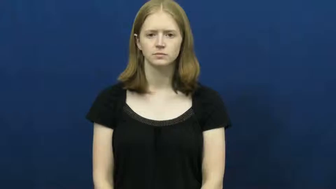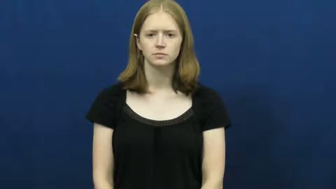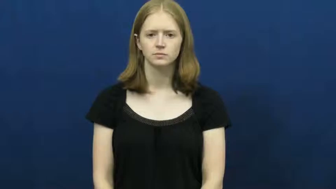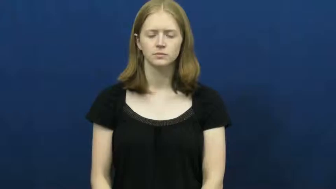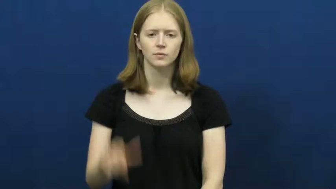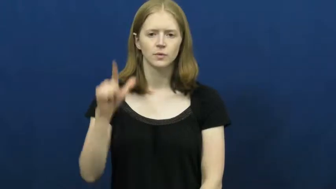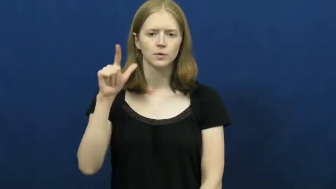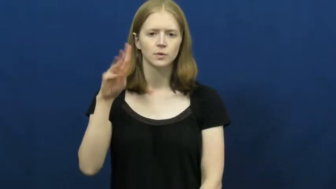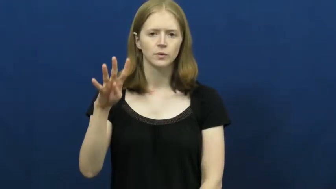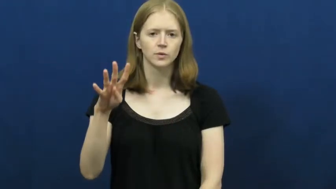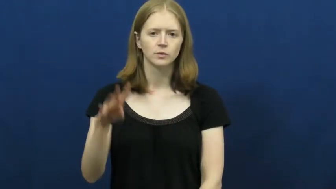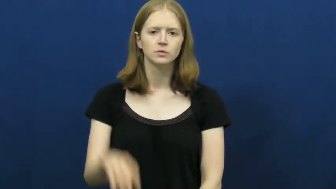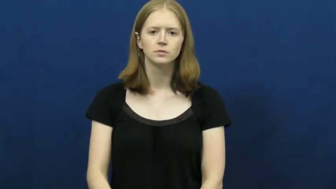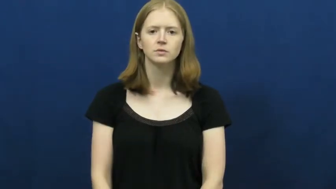twenty-four